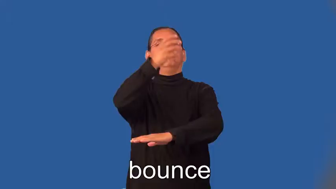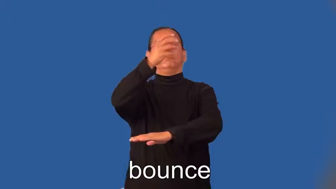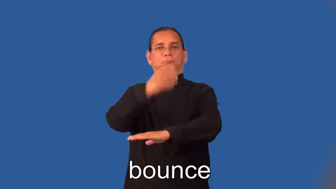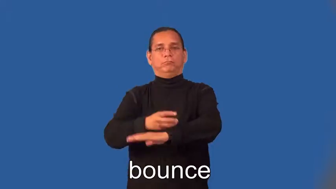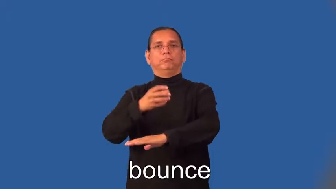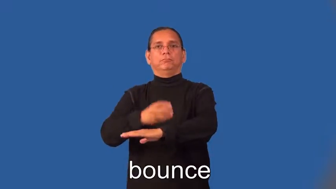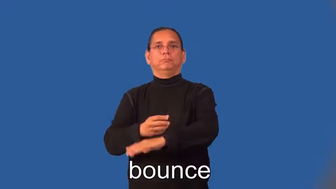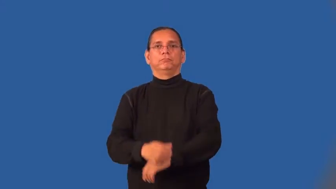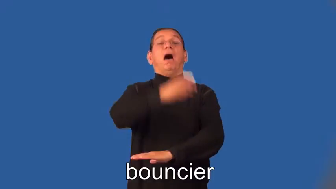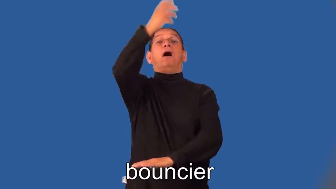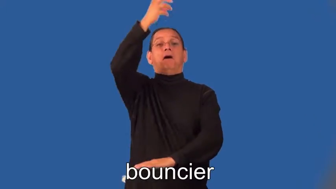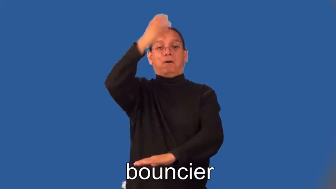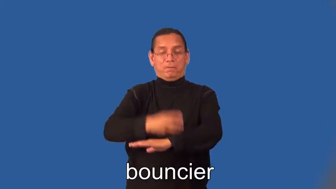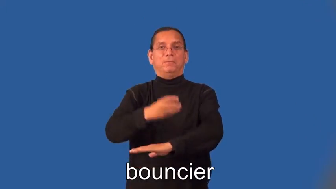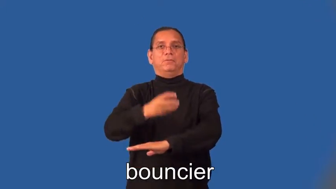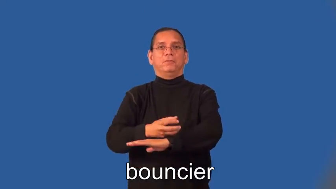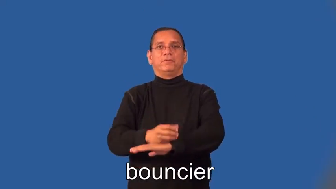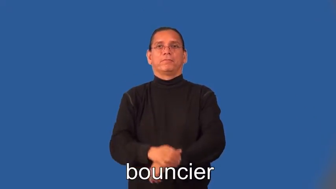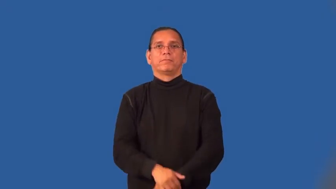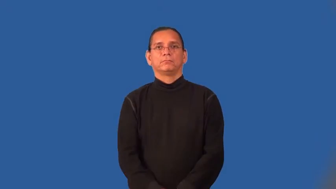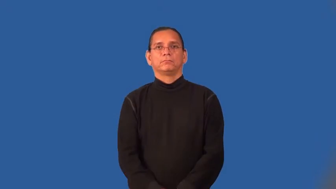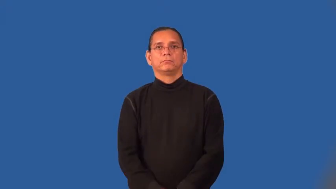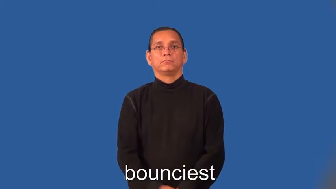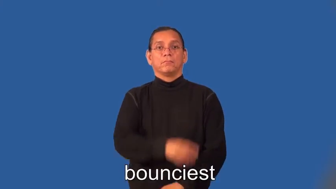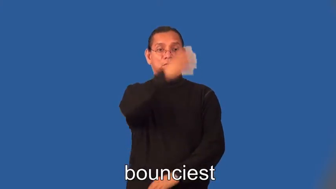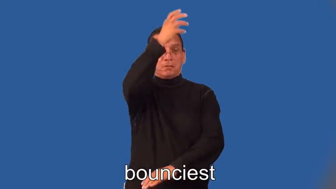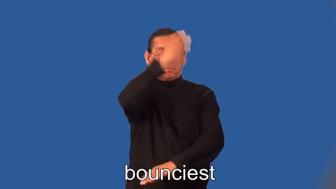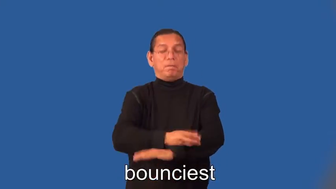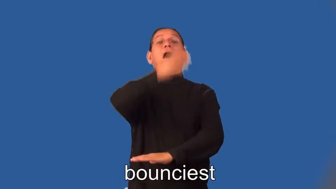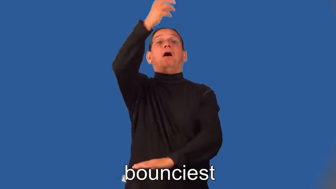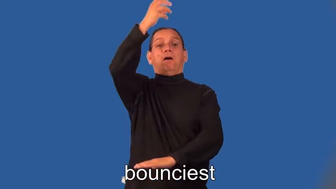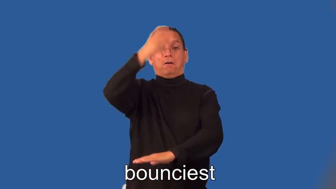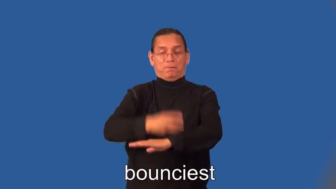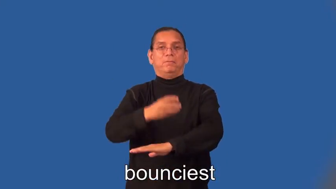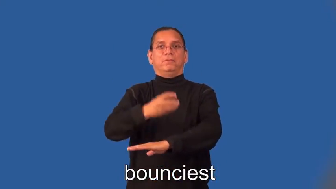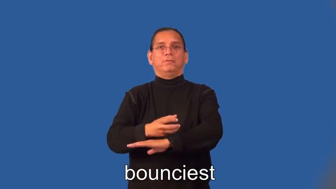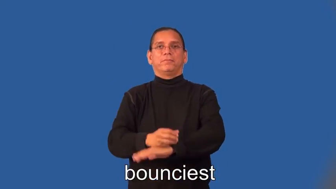bouncier,bounciest-ball